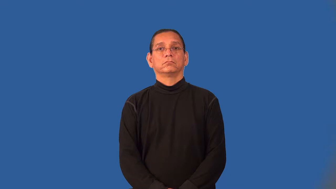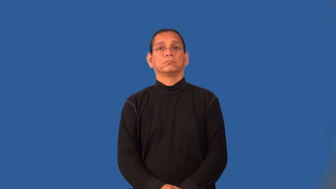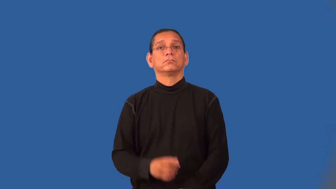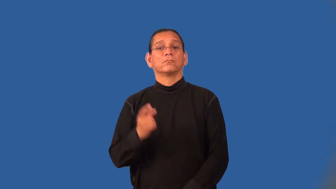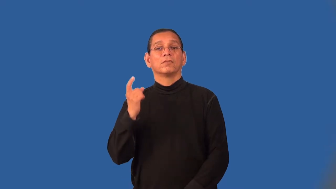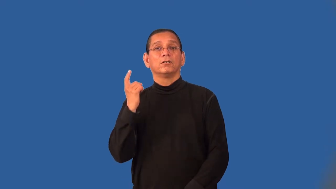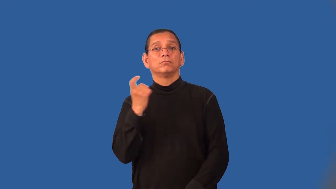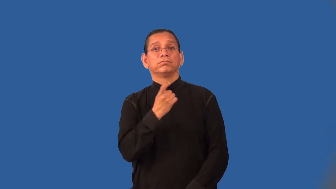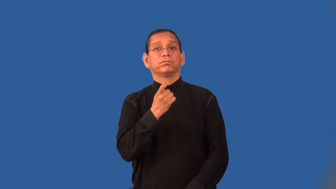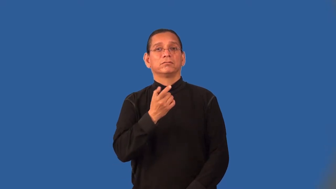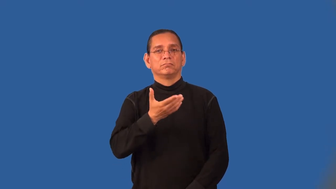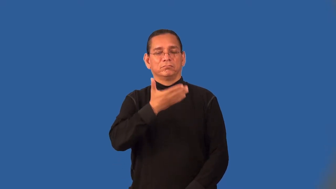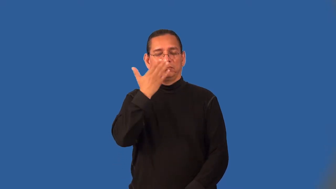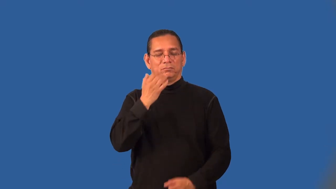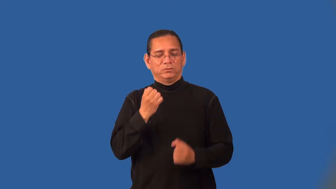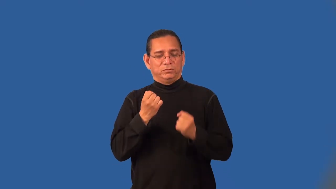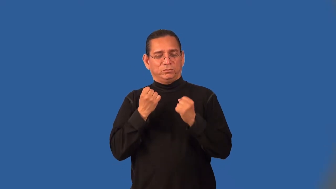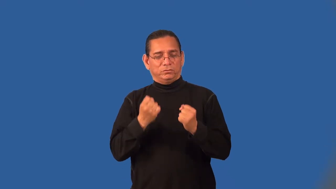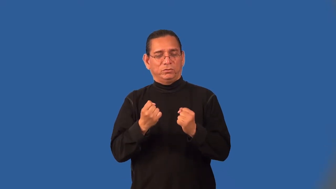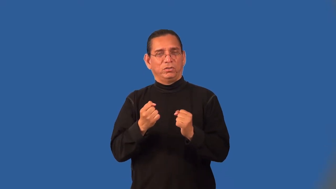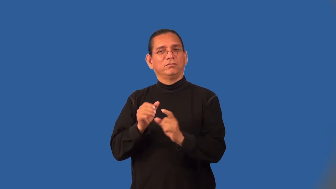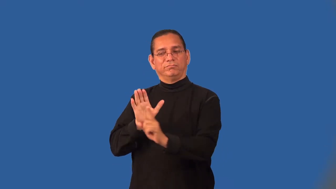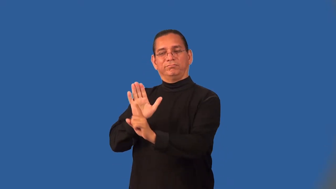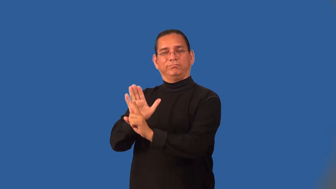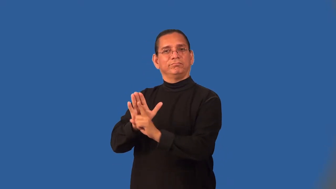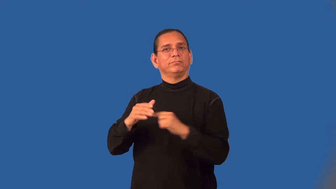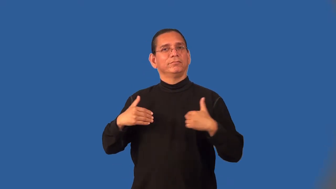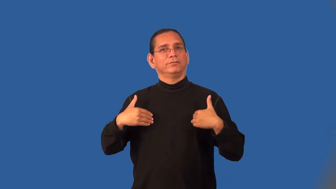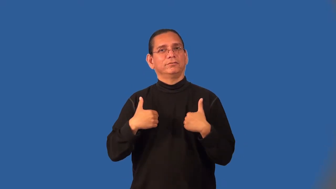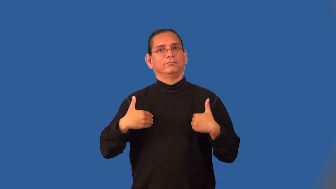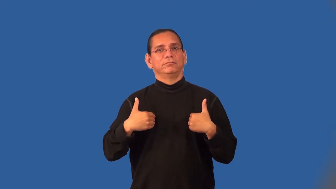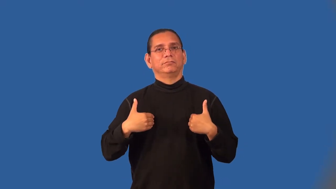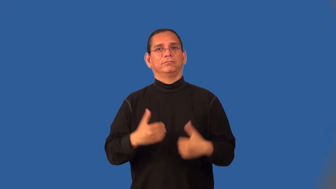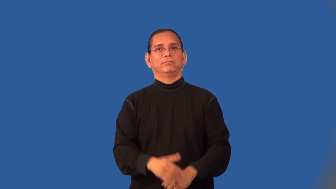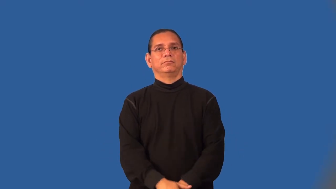musk